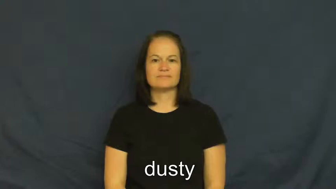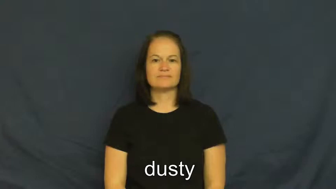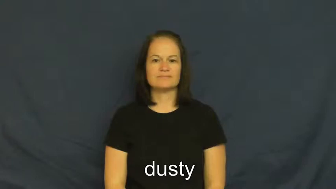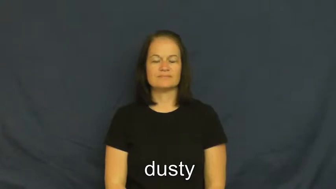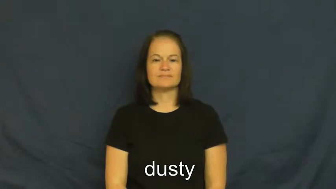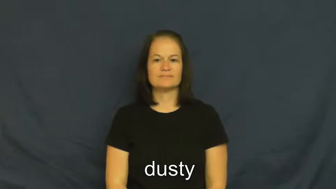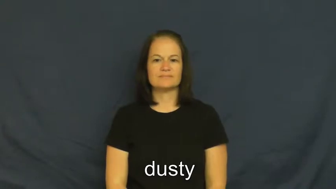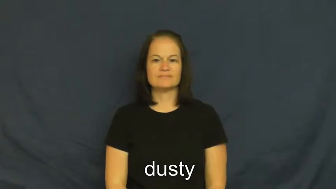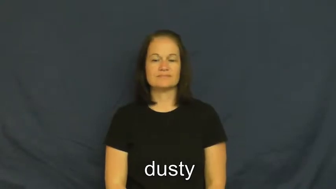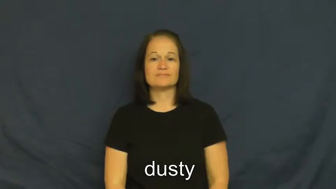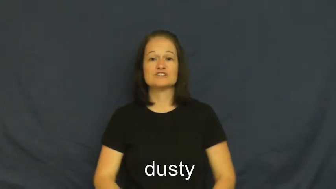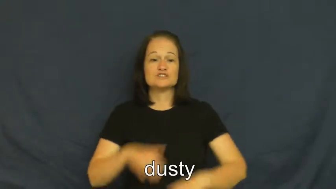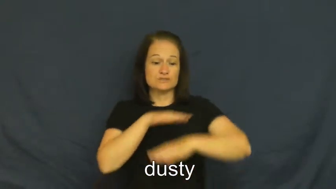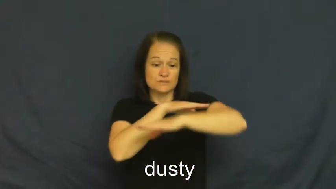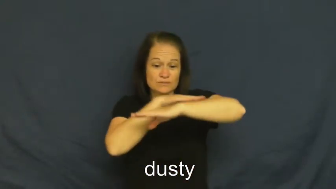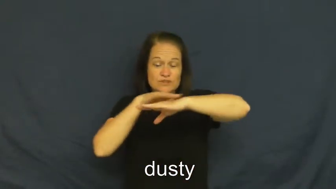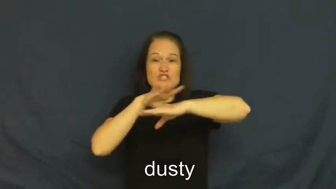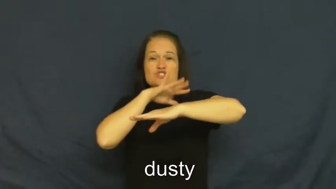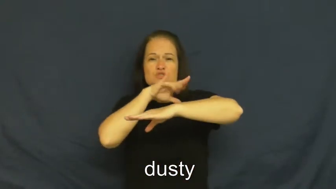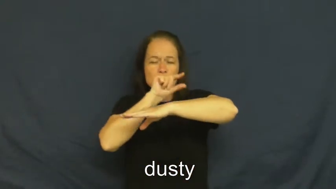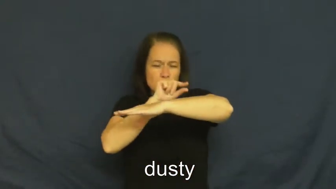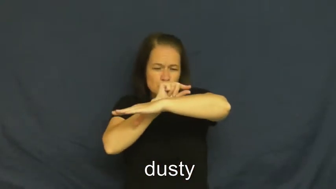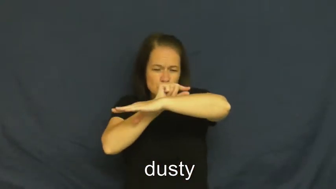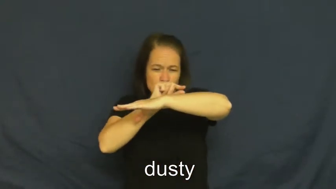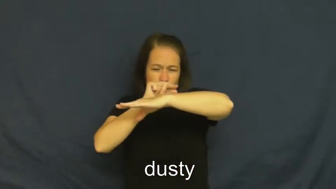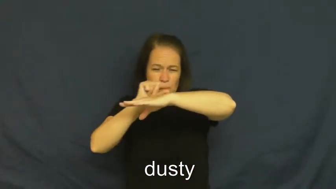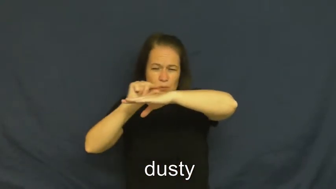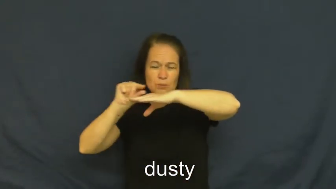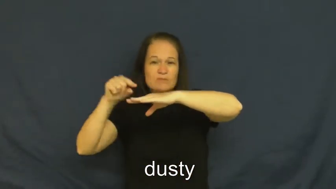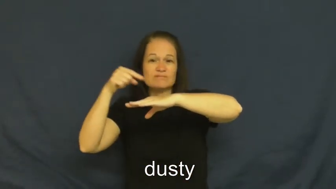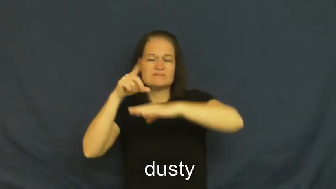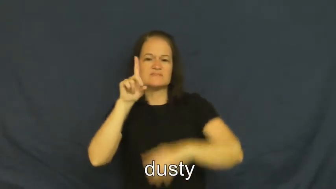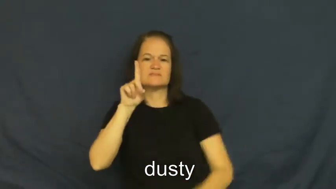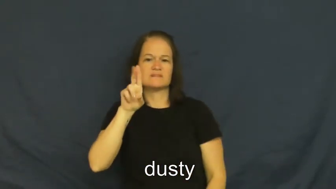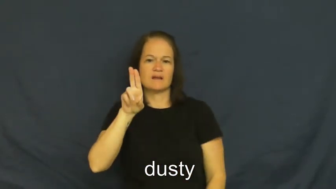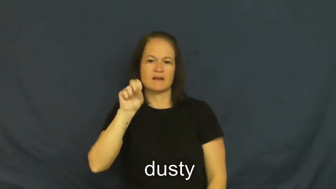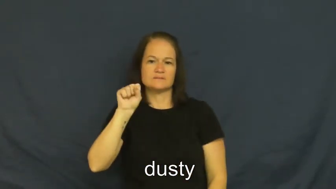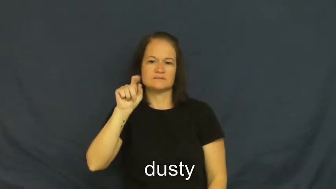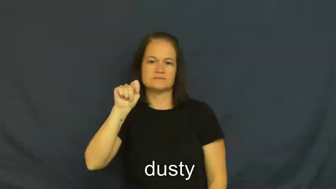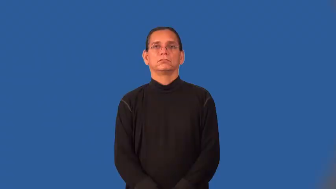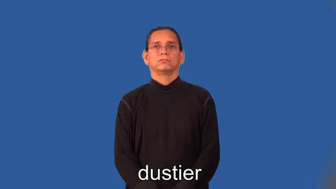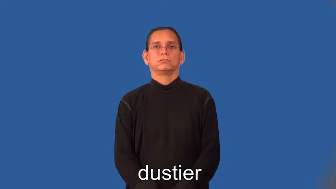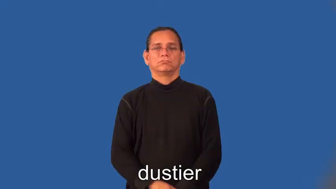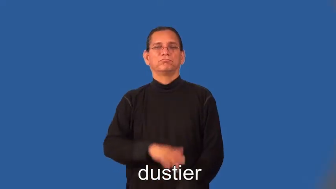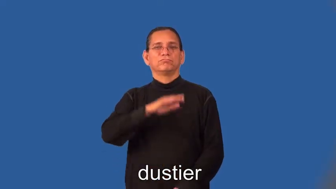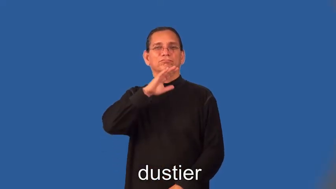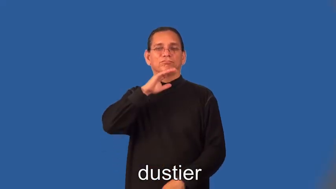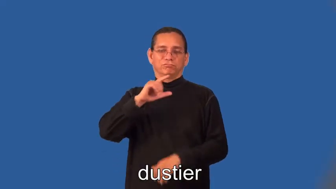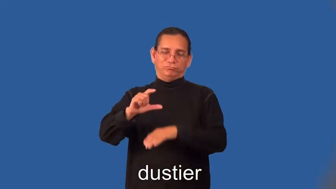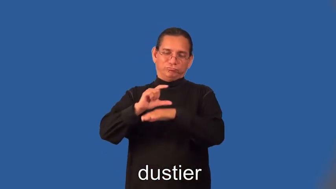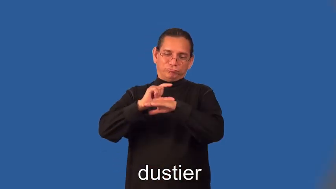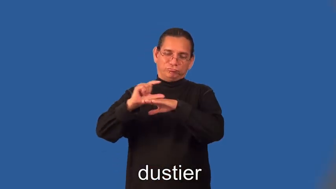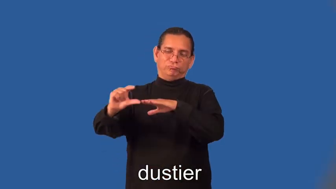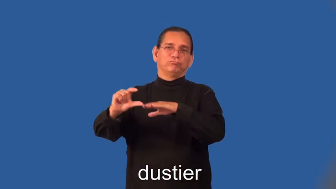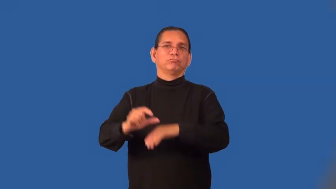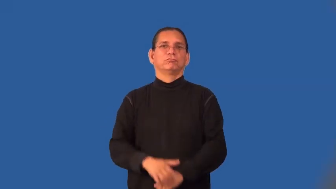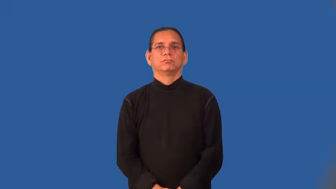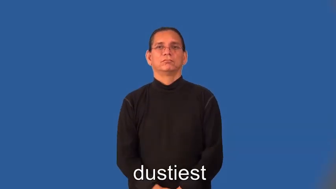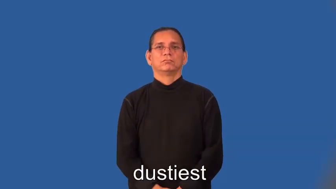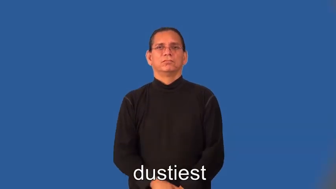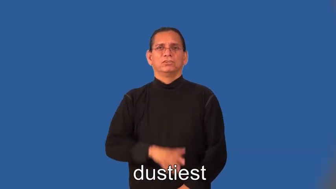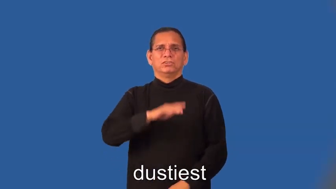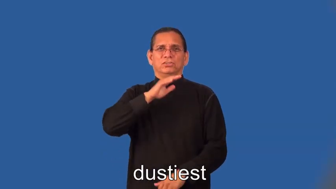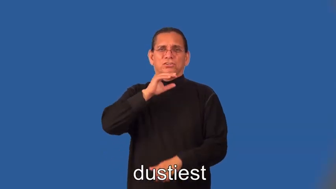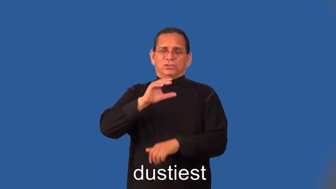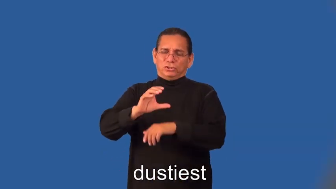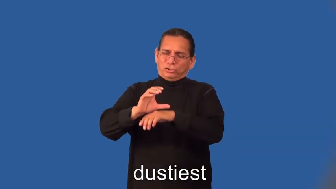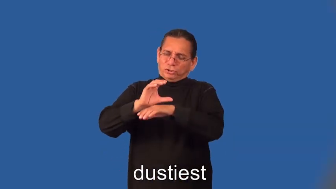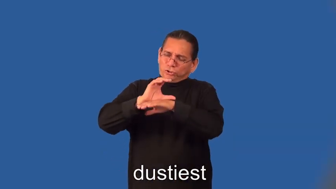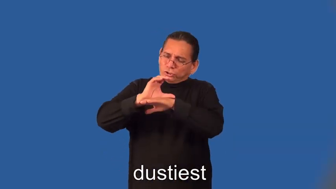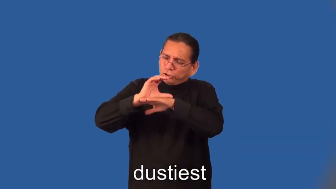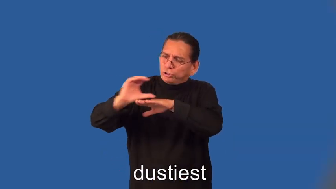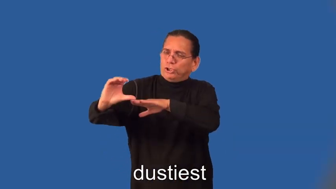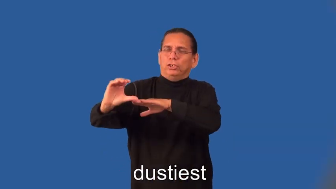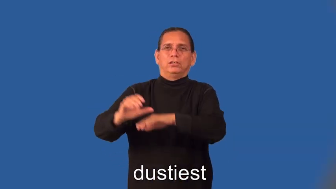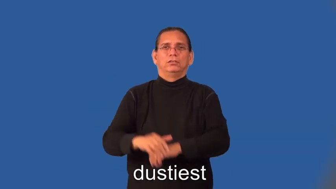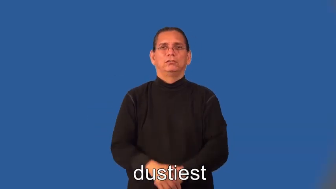dustier,dustiest